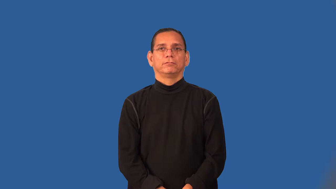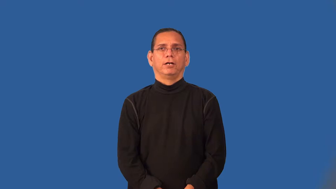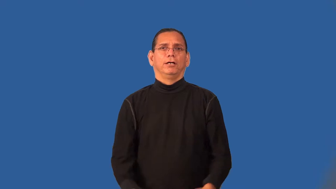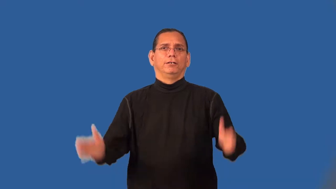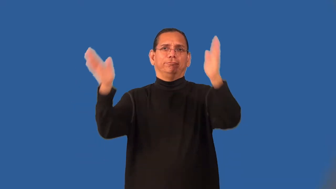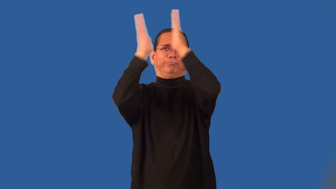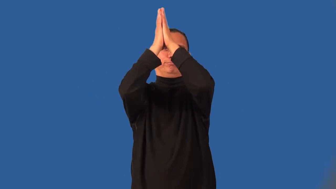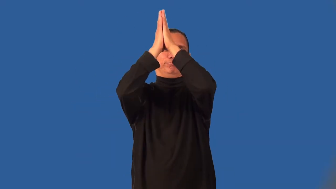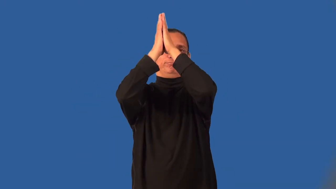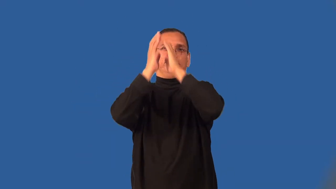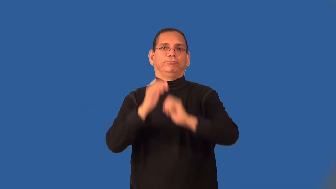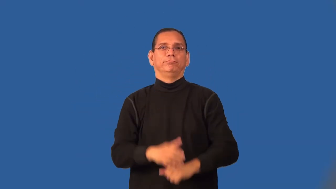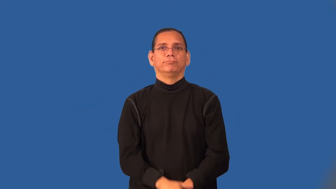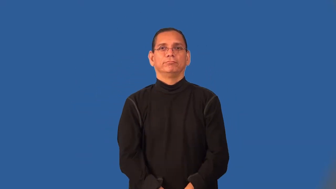safety-football